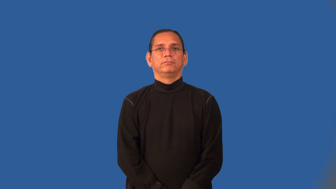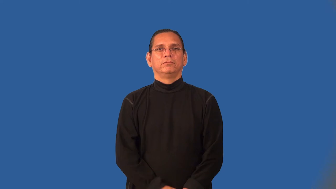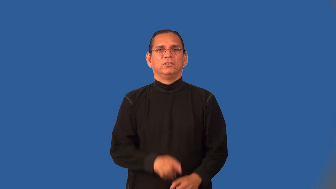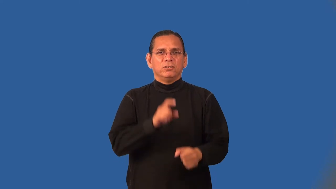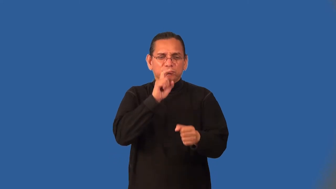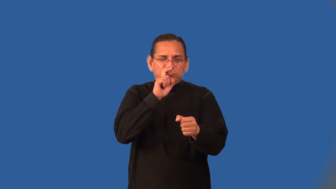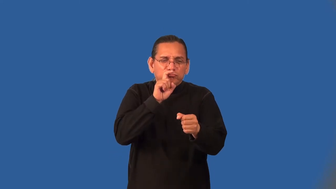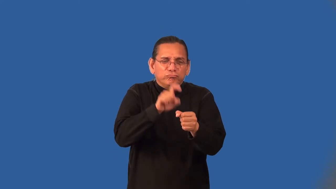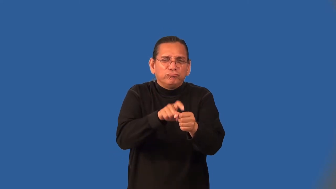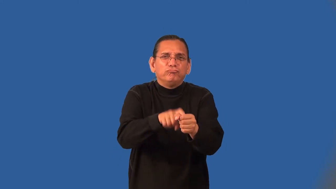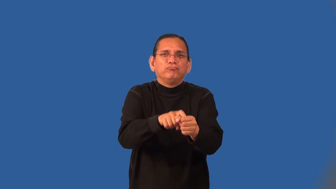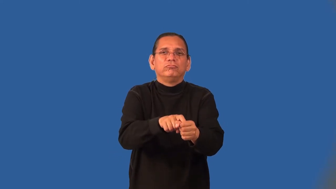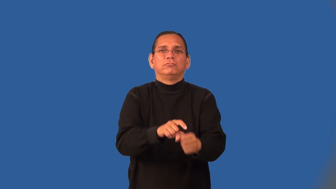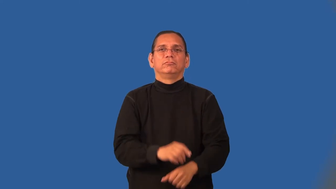nosy,invasive